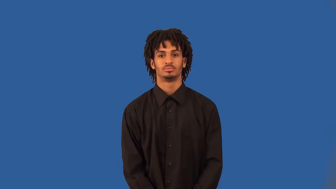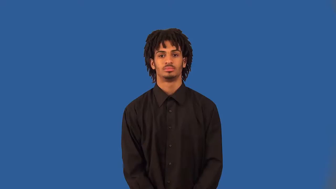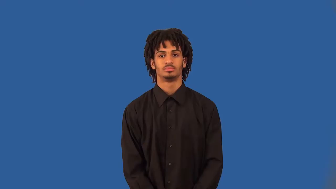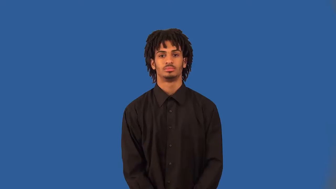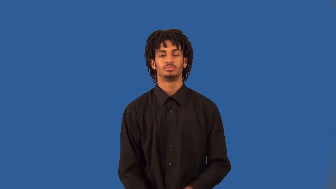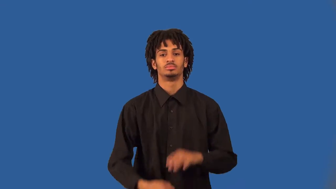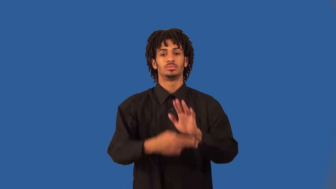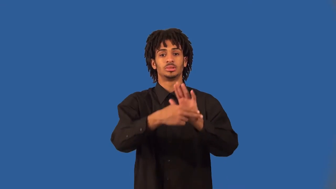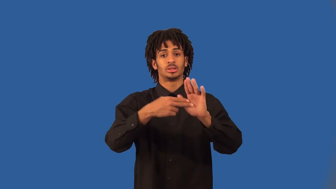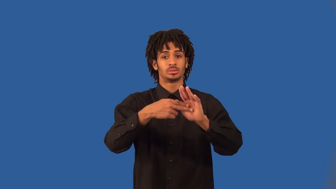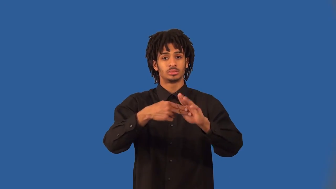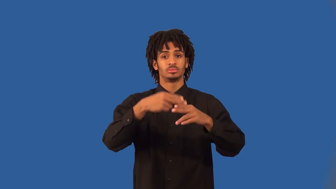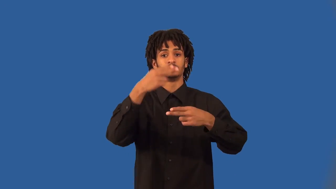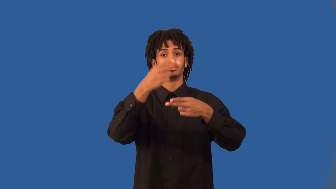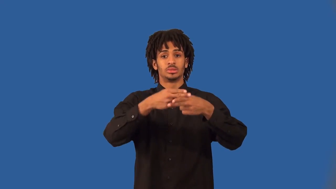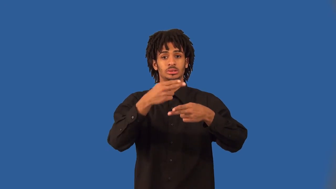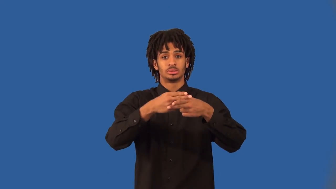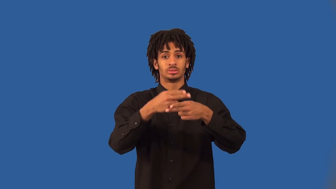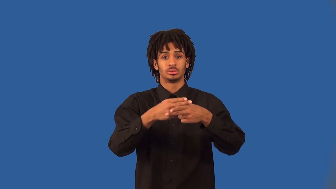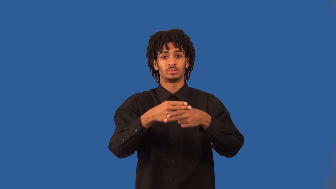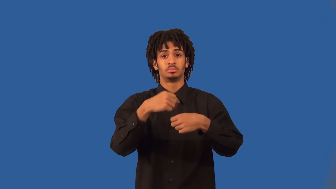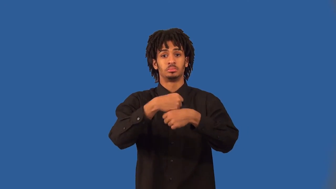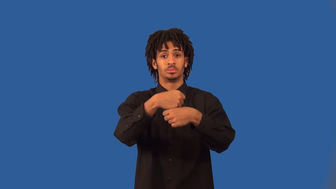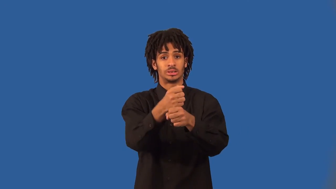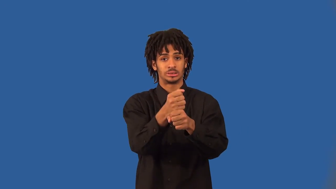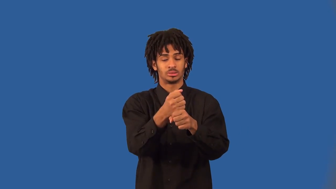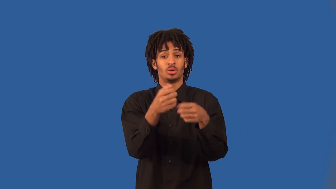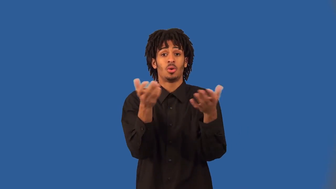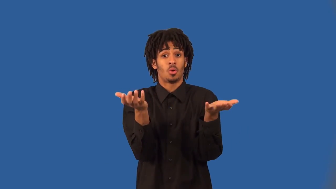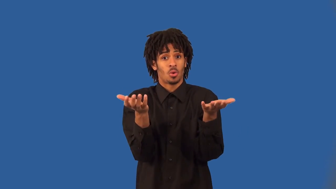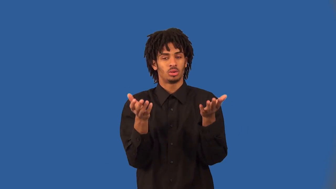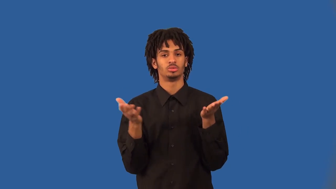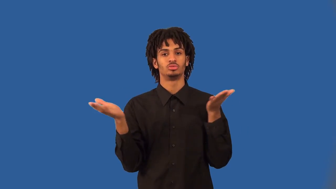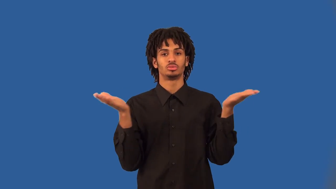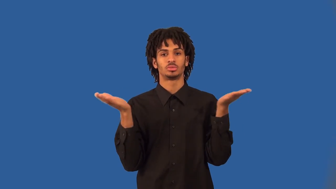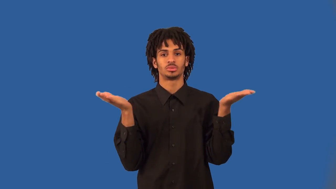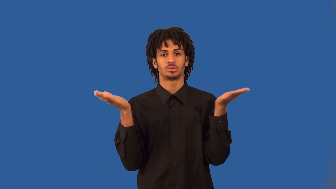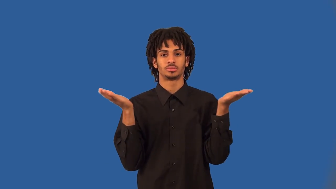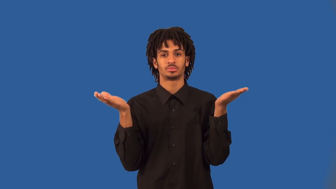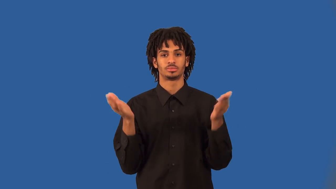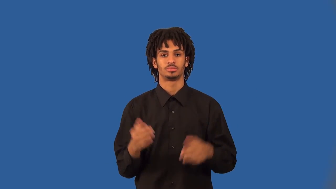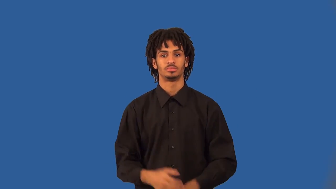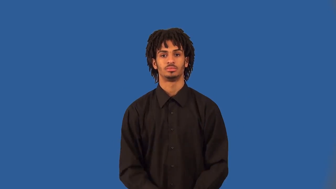marque